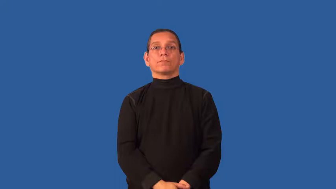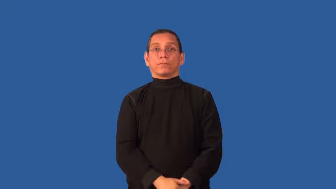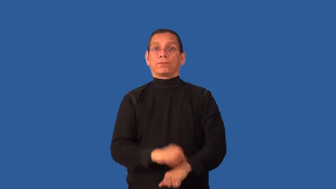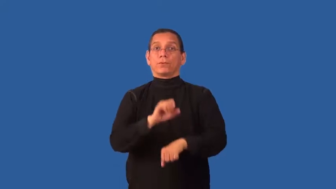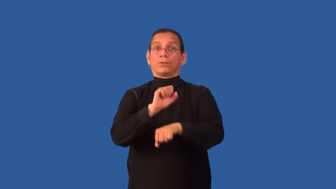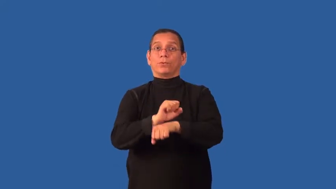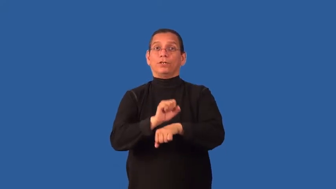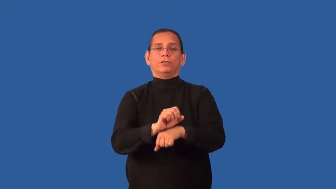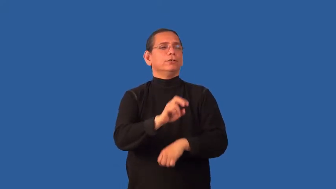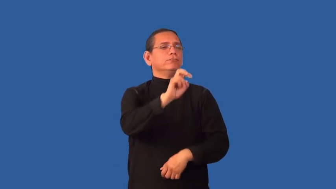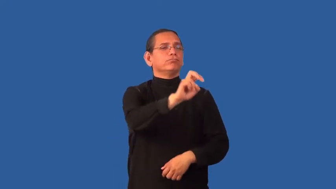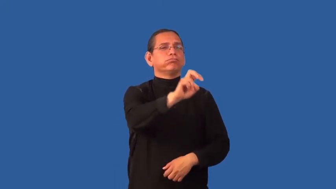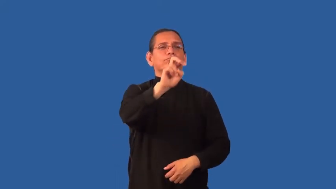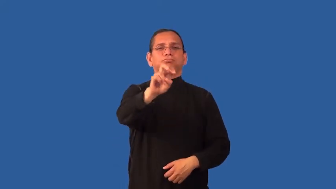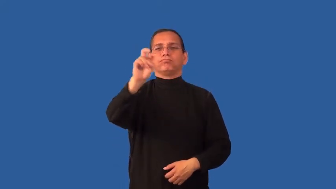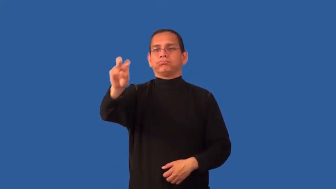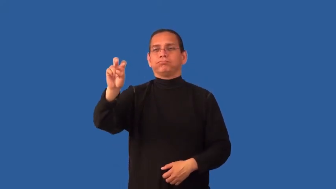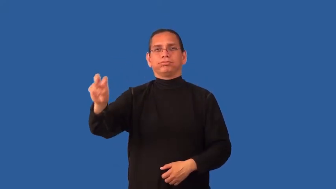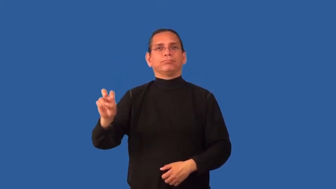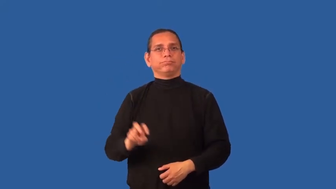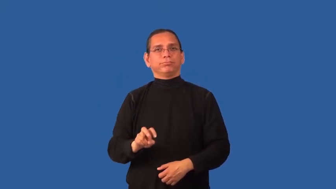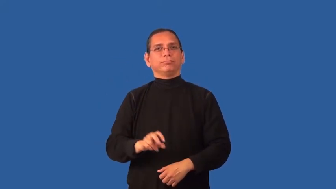freelance